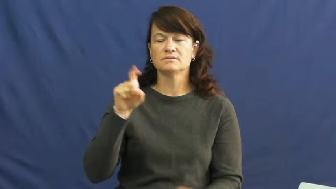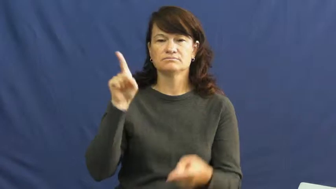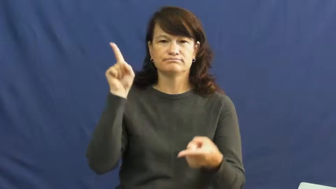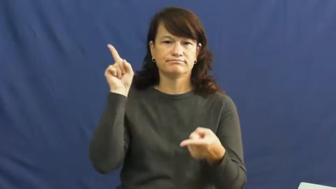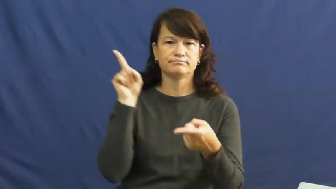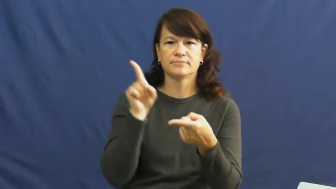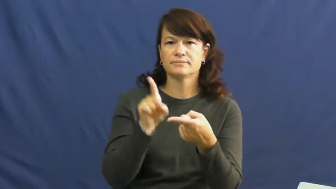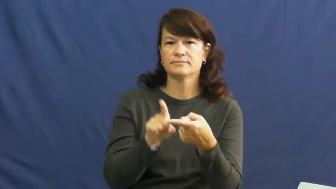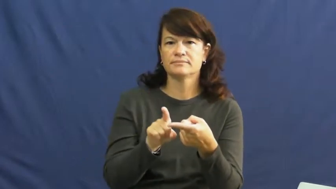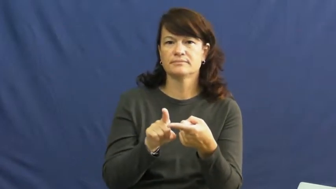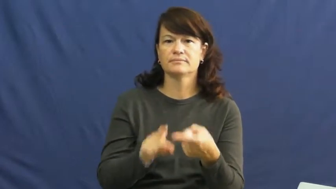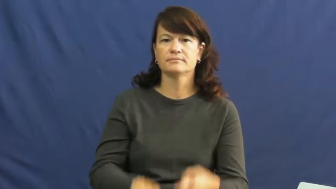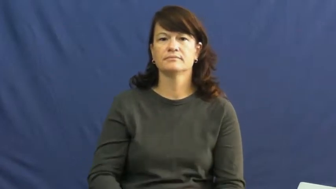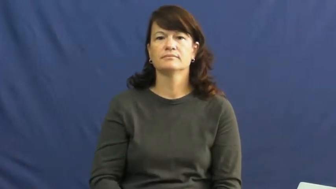flag,abate,attenuate,bate,slacken,drawdown,falloff,falloffs,rundown-reduce